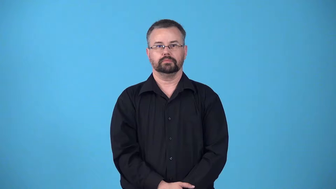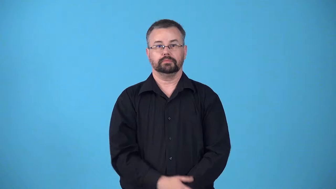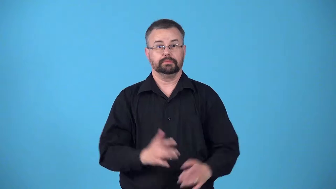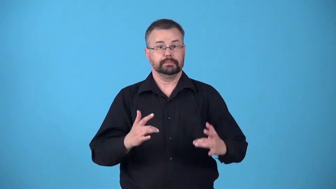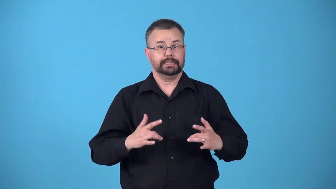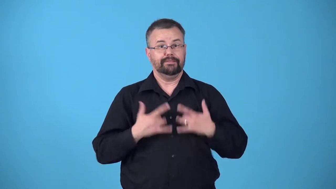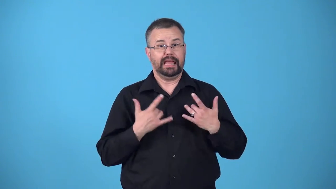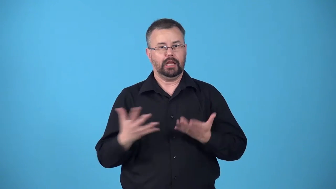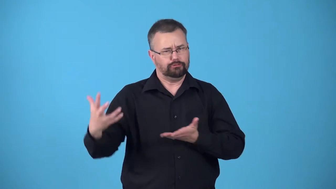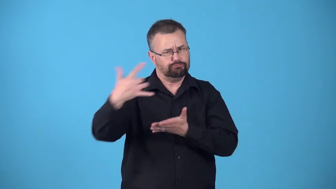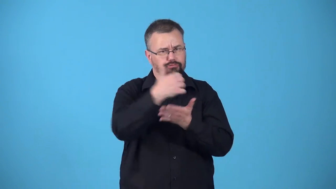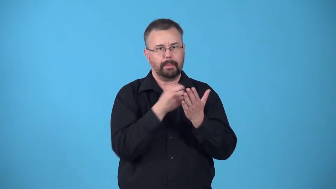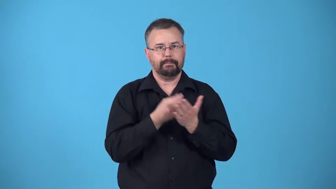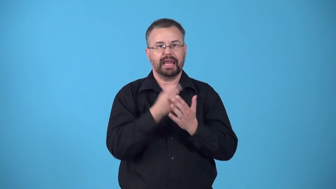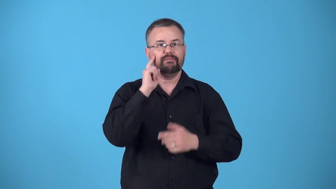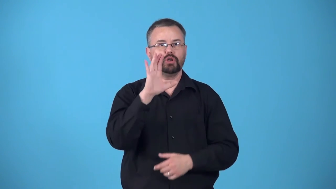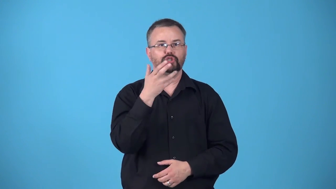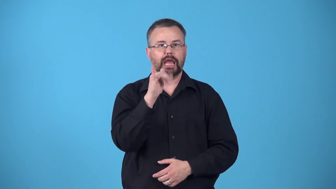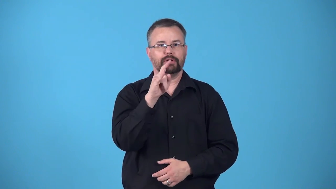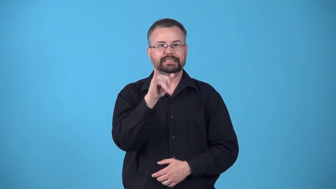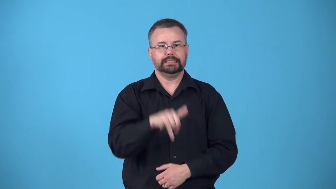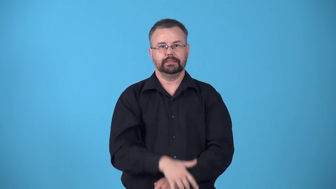benefit-event to raise money for a cause